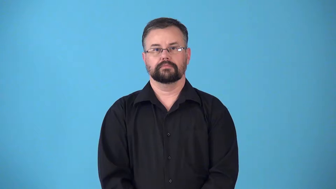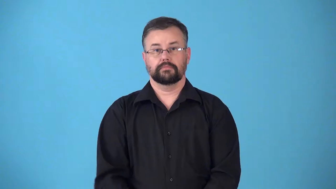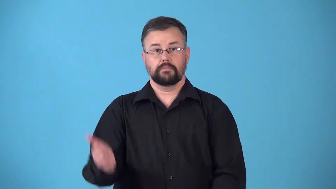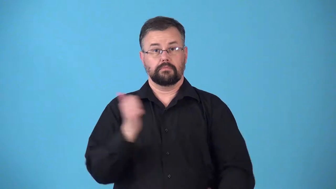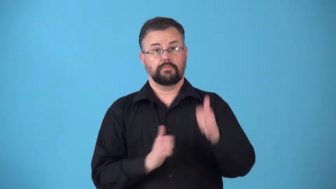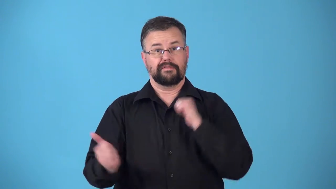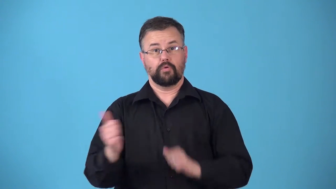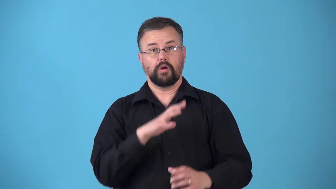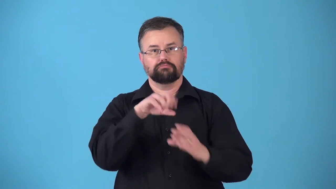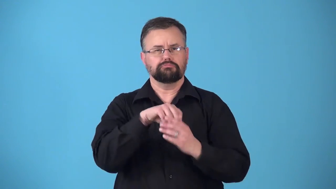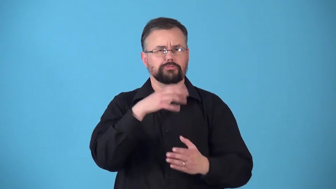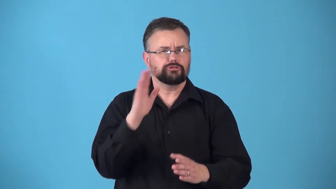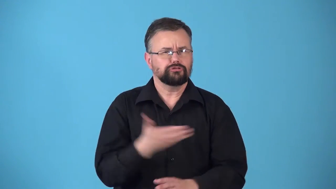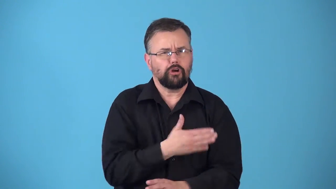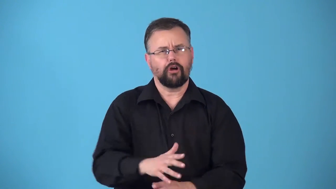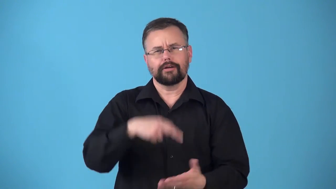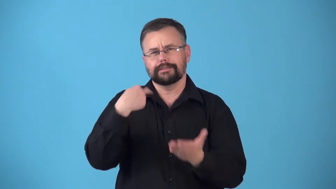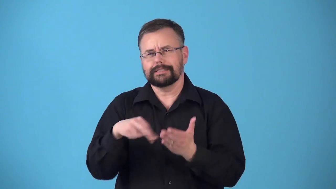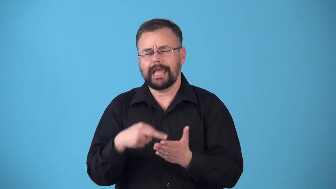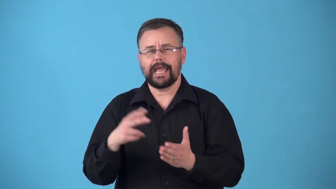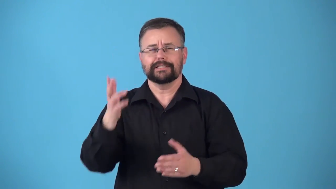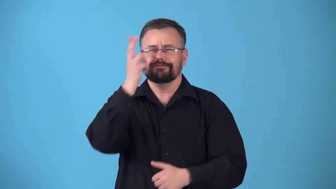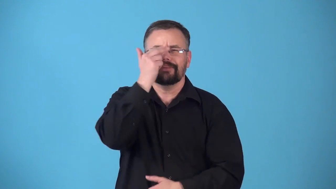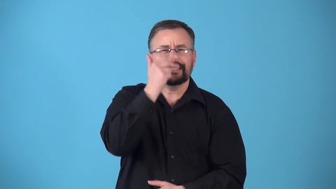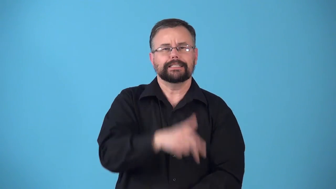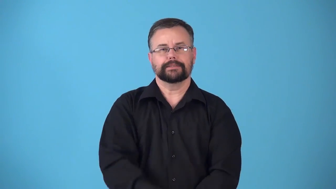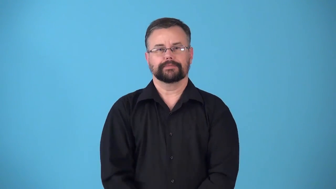revue